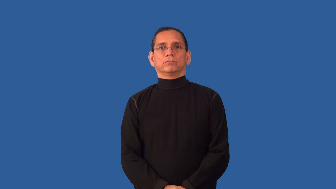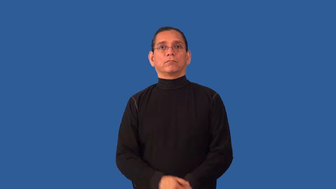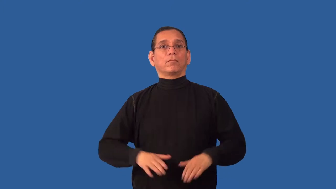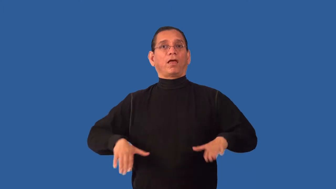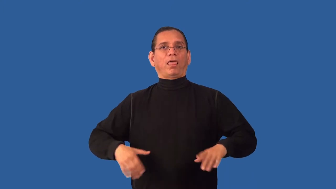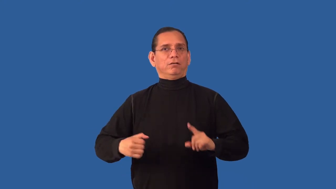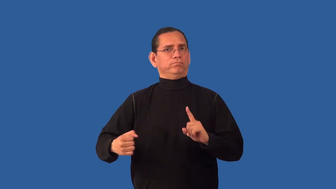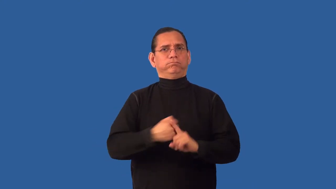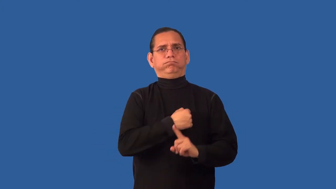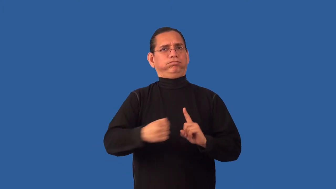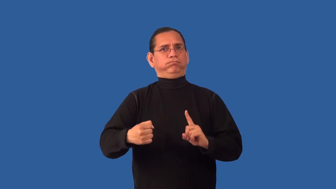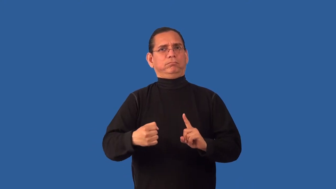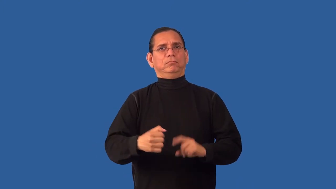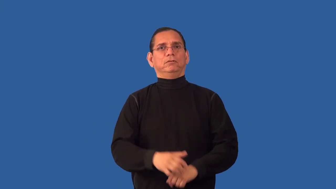unbeaten-fighting